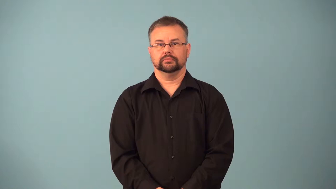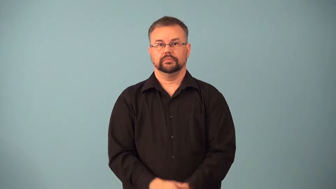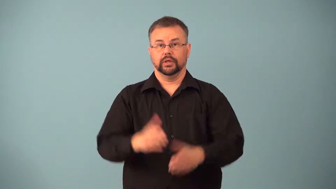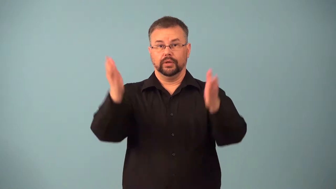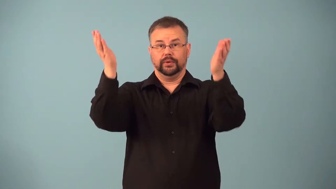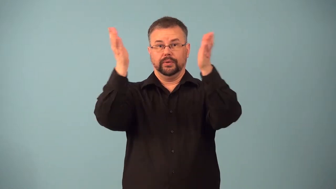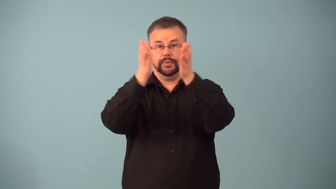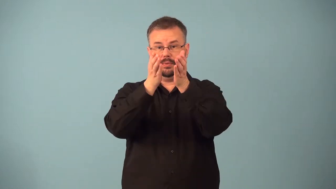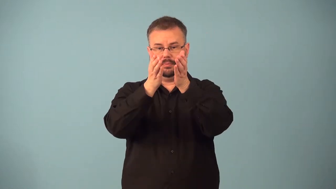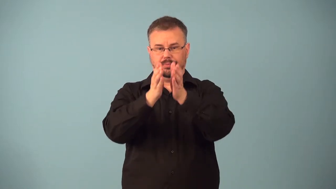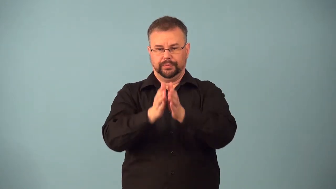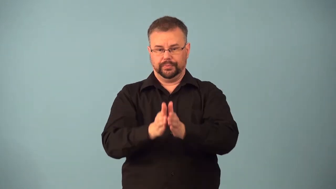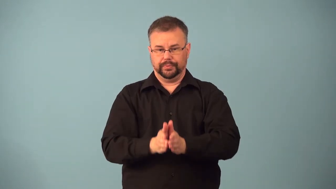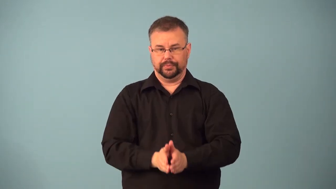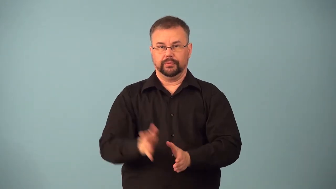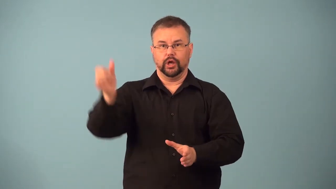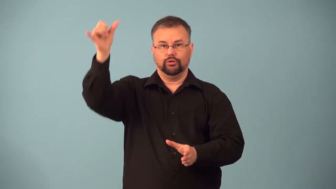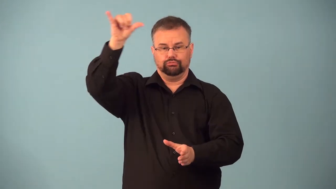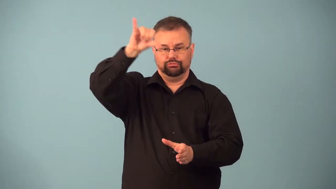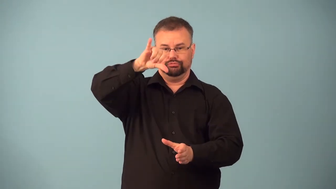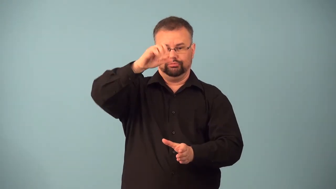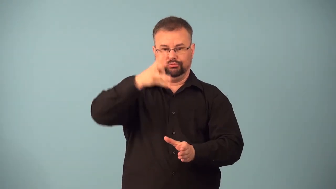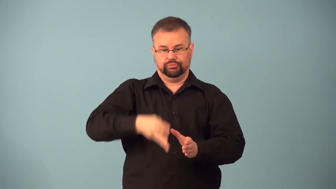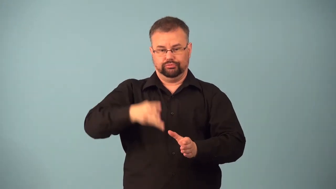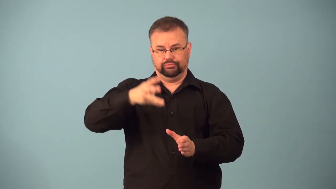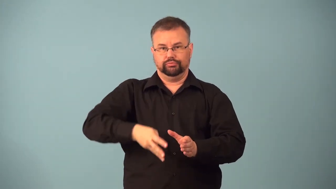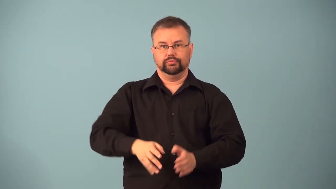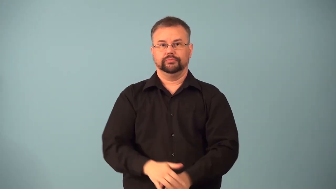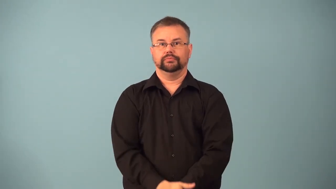funnel-pour